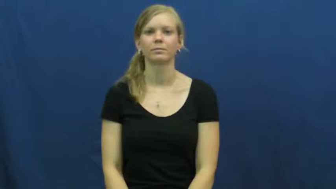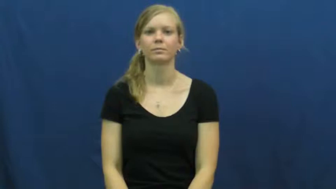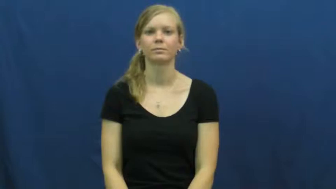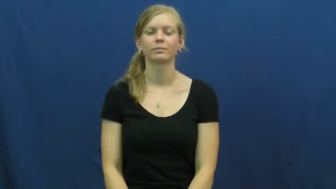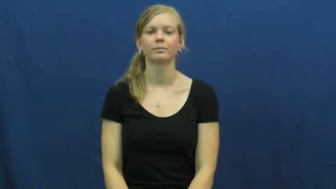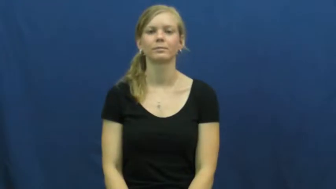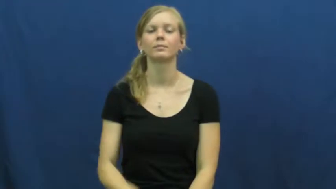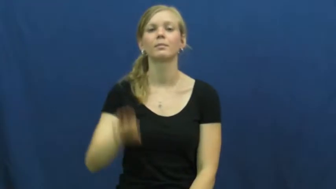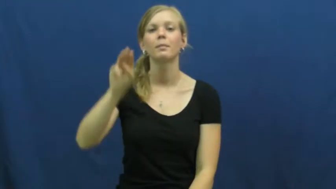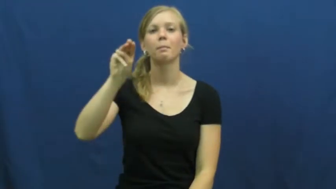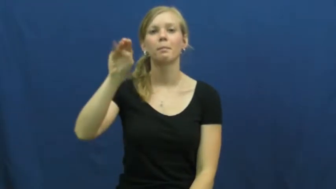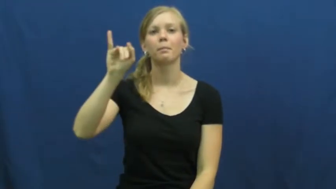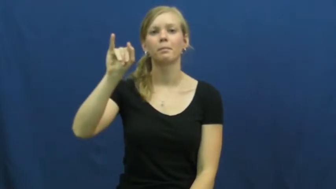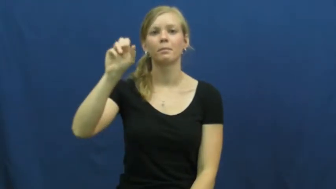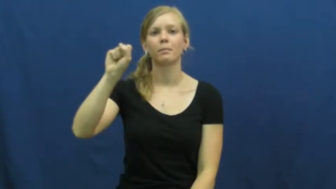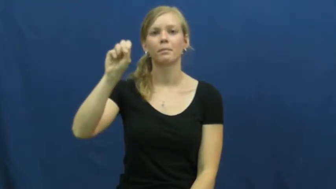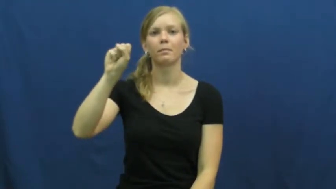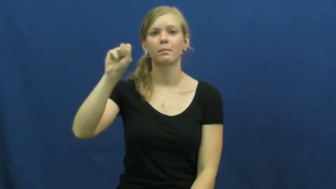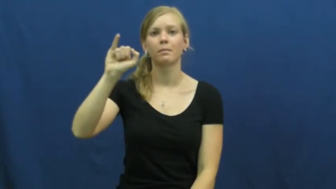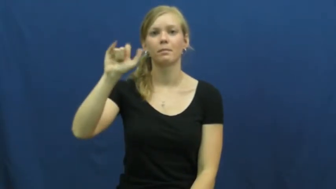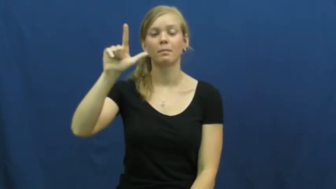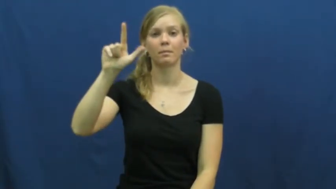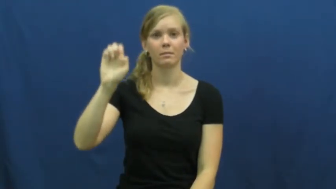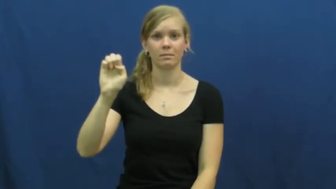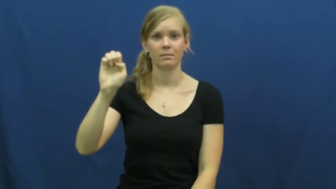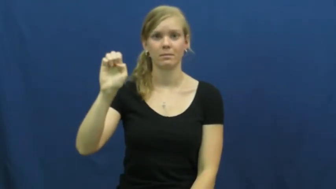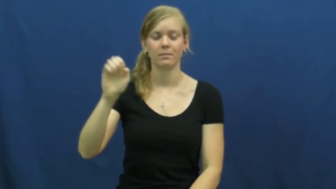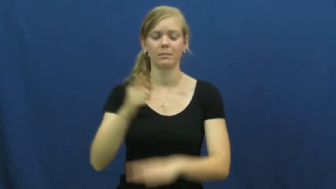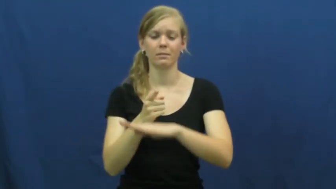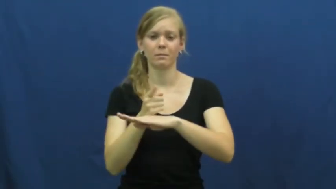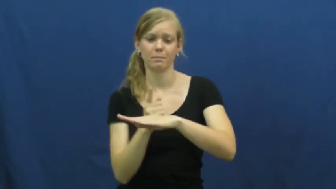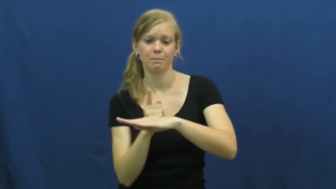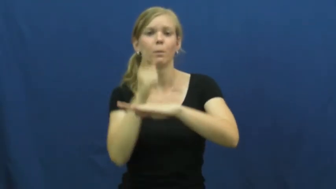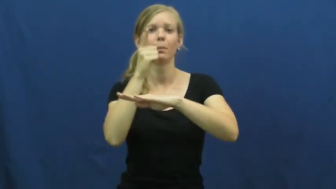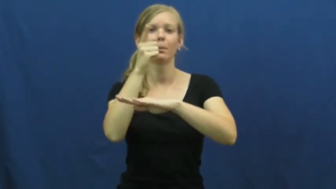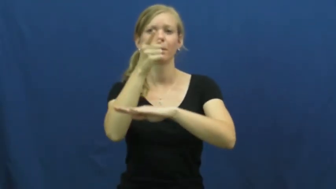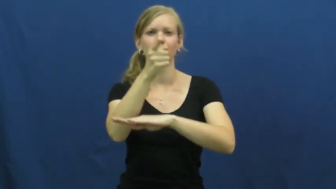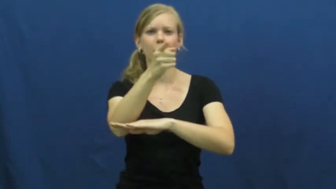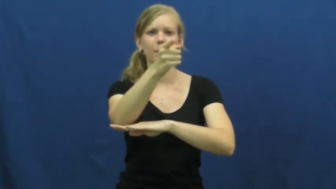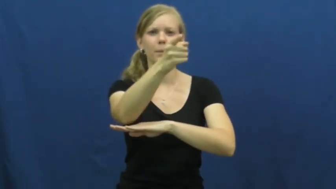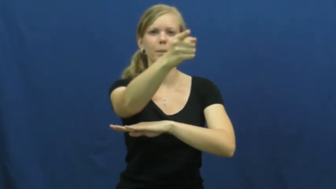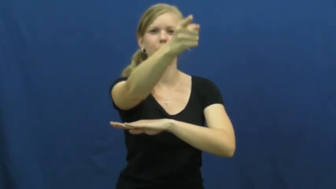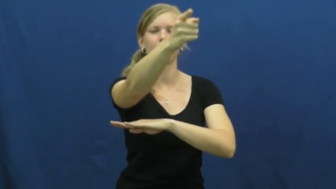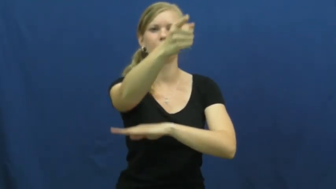missile